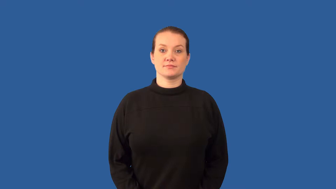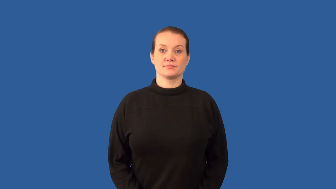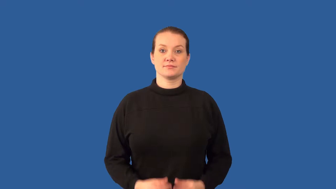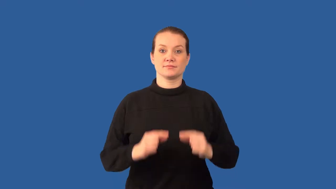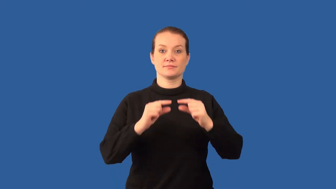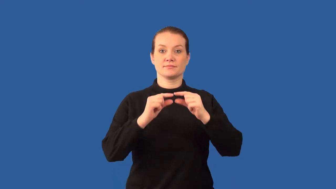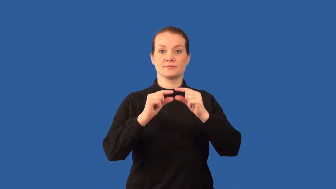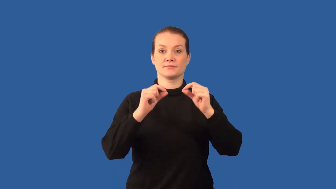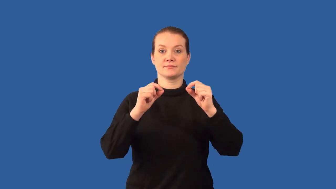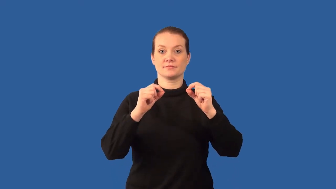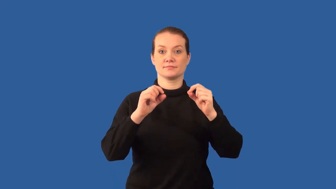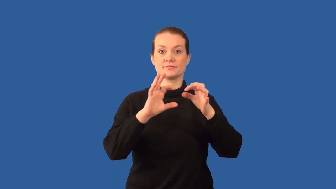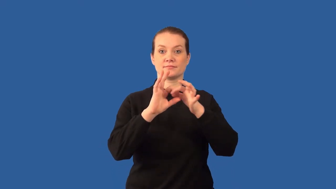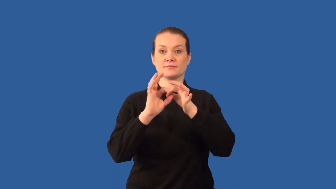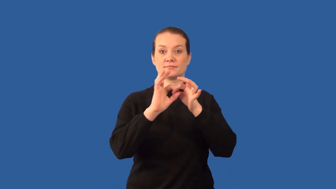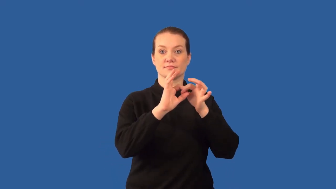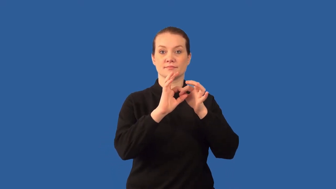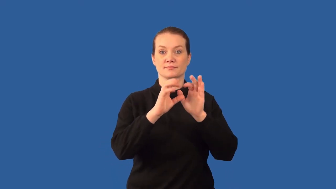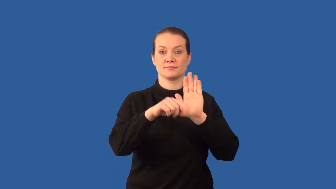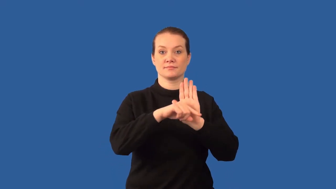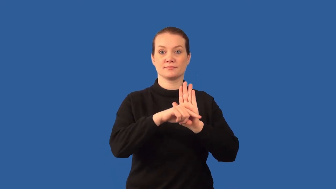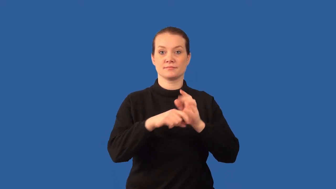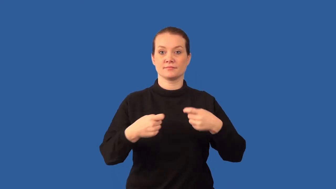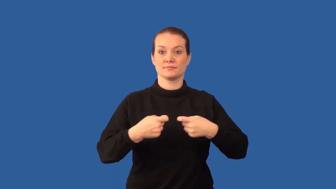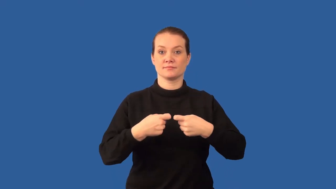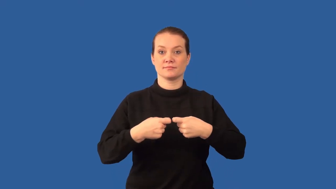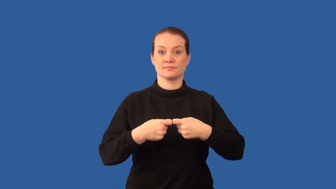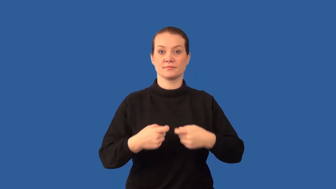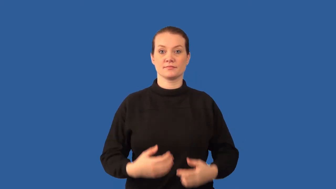cathode